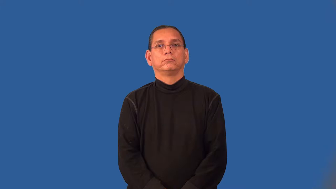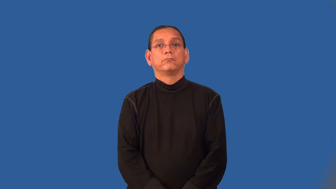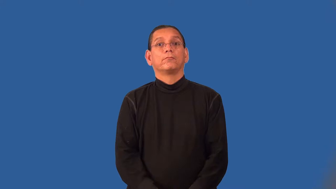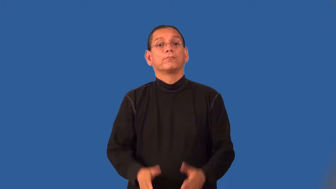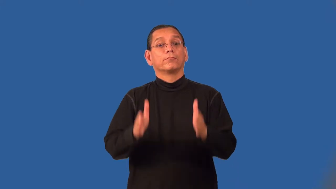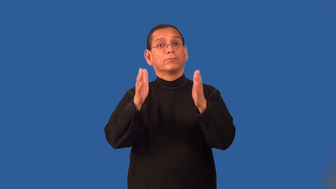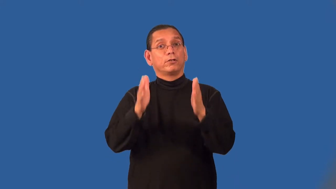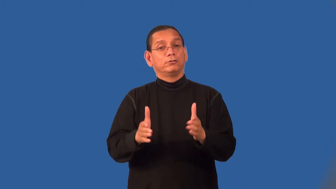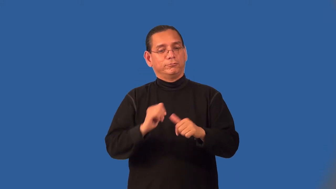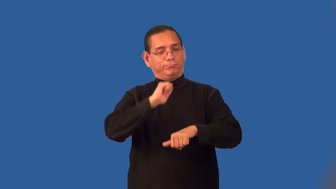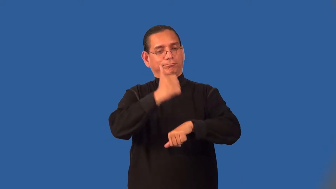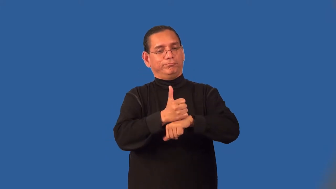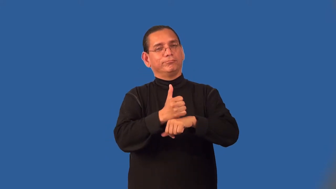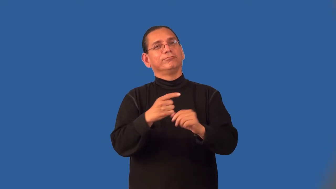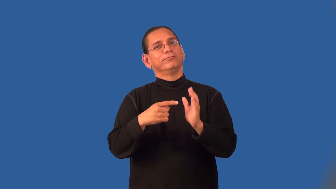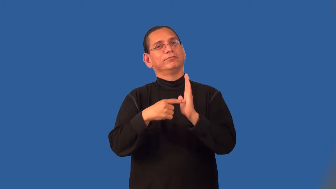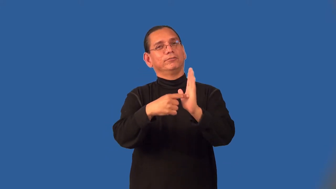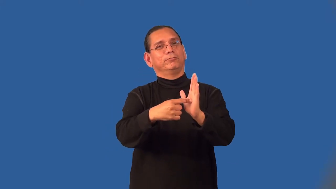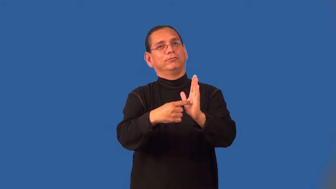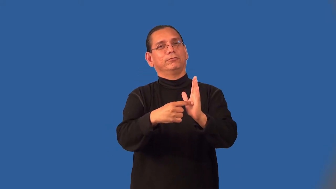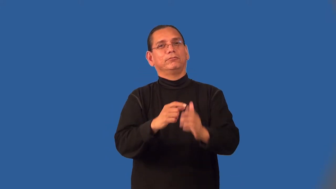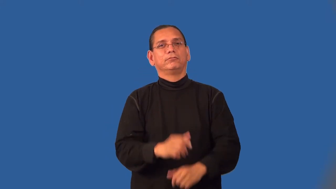personify